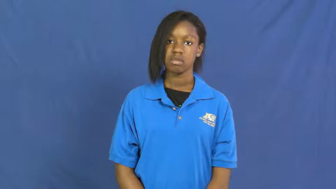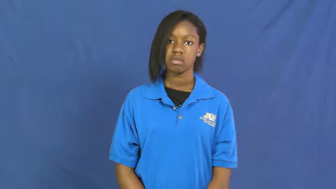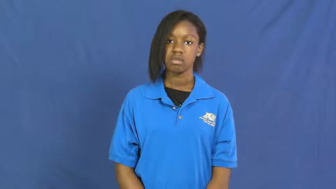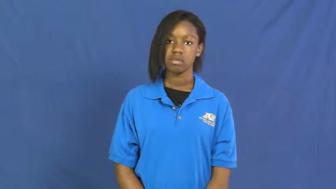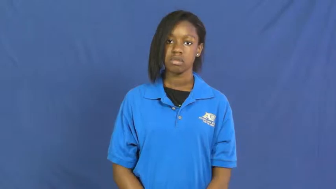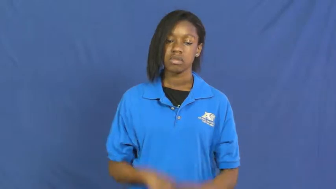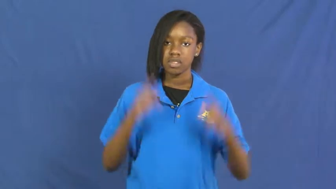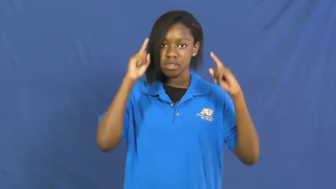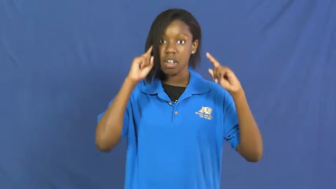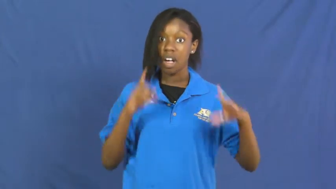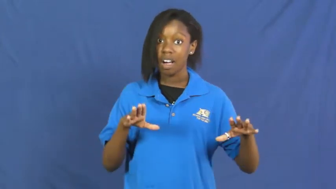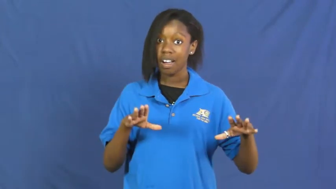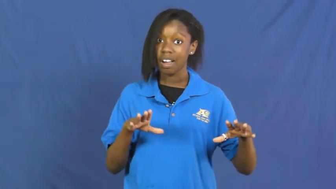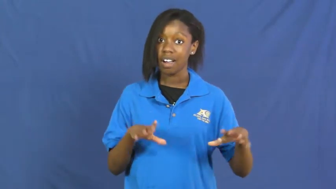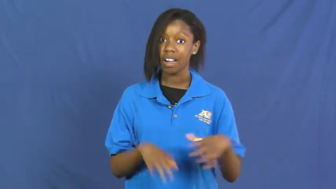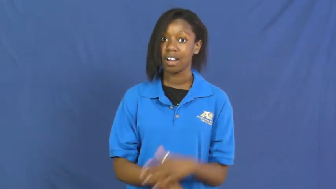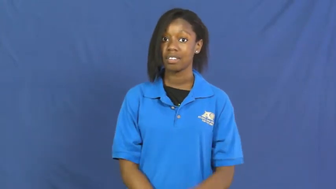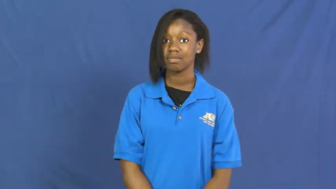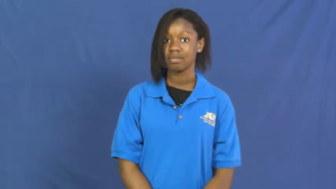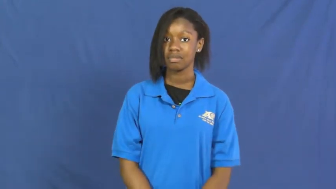shock,stun,aghast,apall,nonplussed,floor,gobsmacked,stunning,bowl over